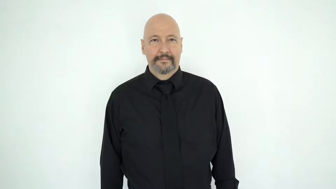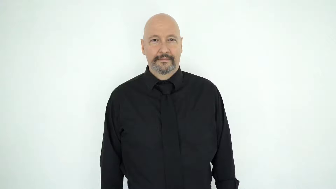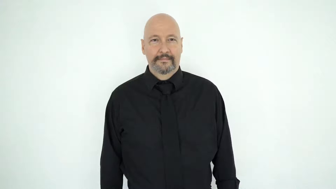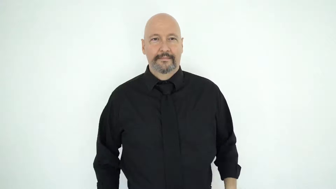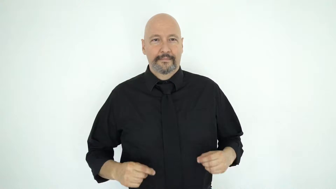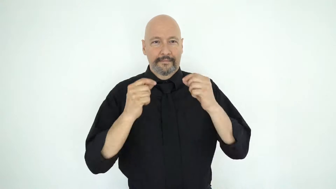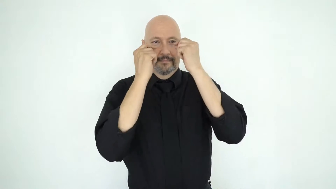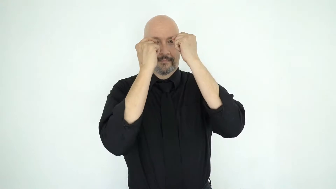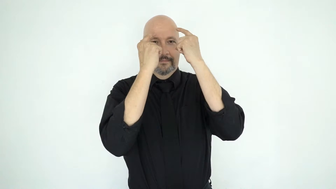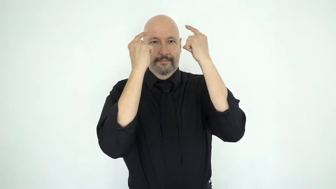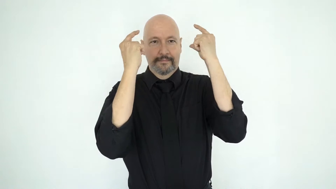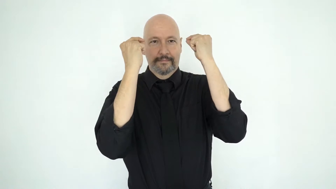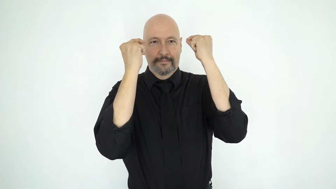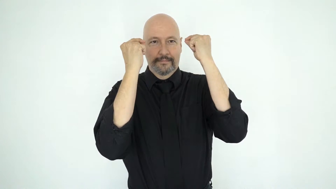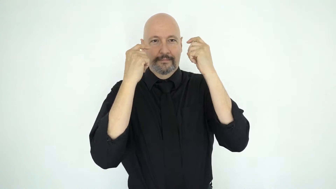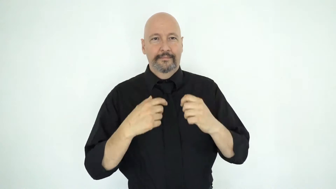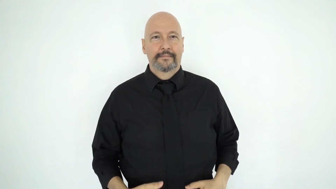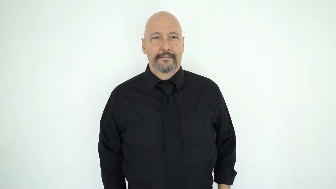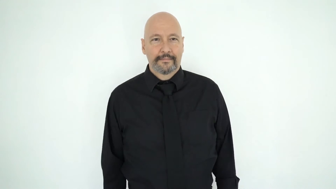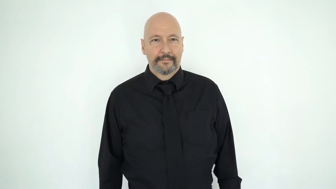square-rimmed-glasses